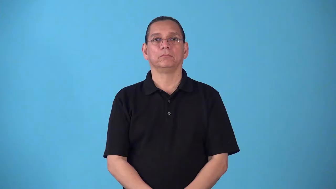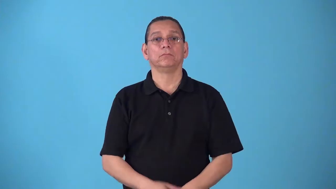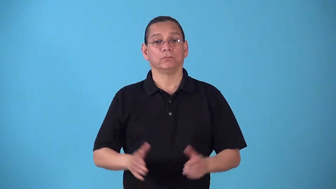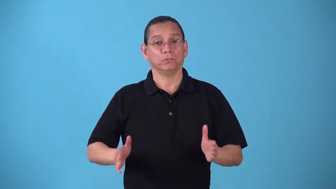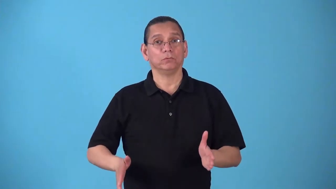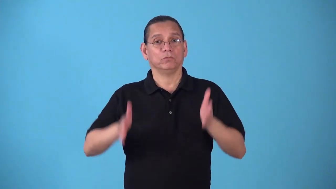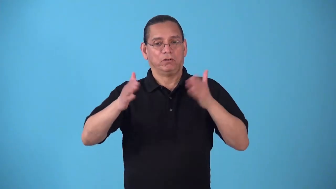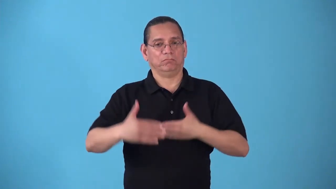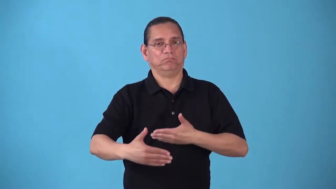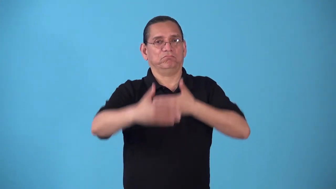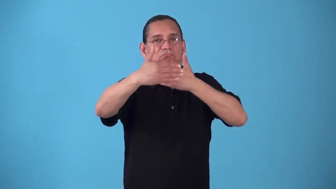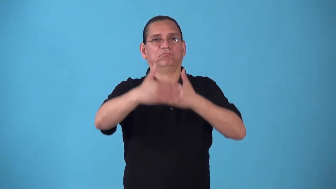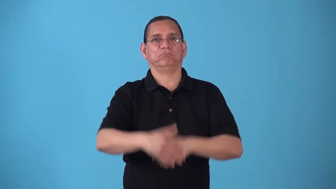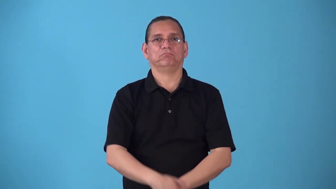sidewall